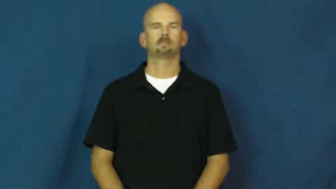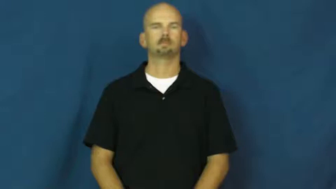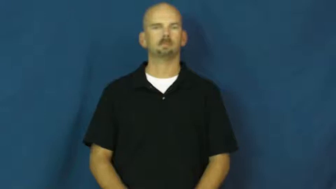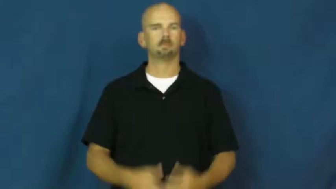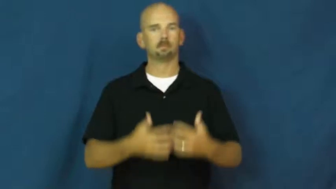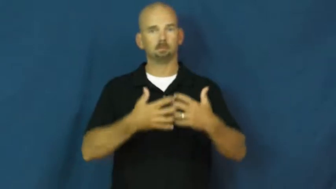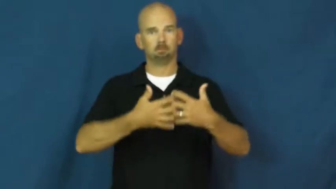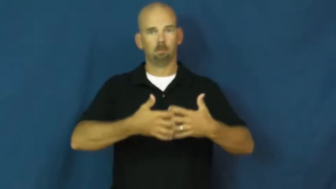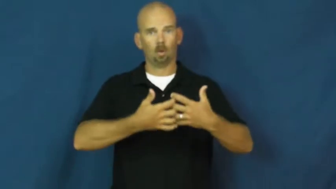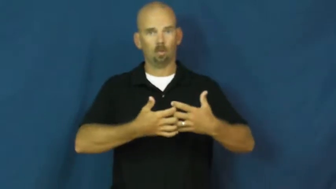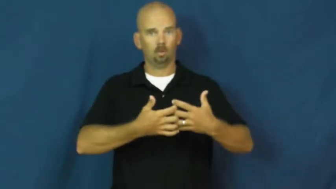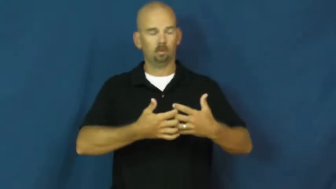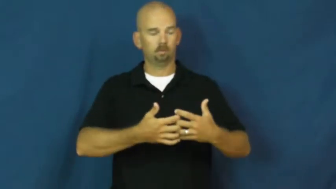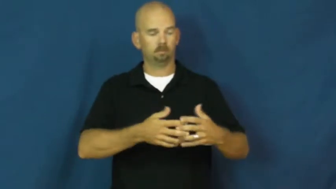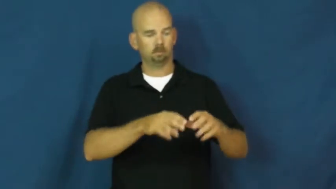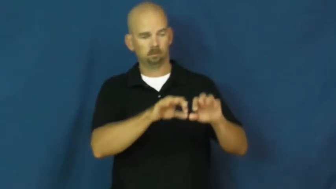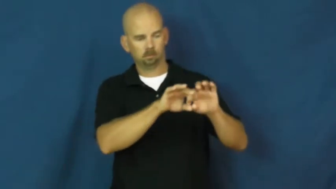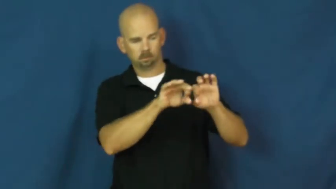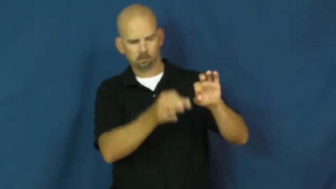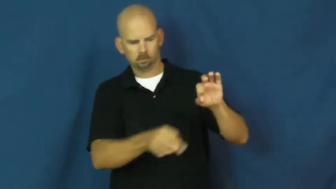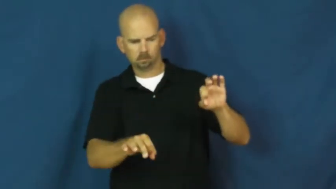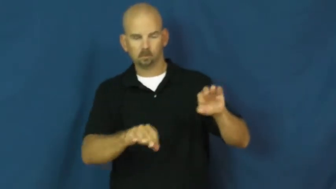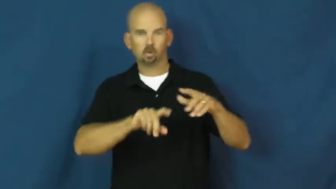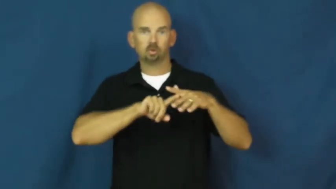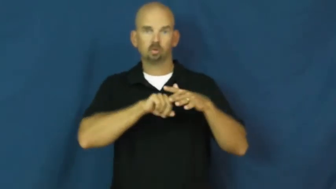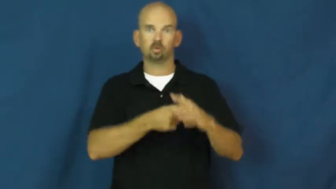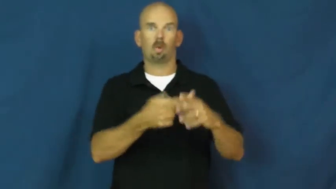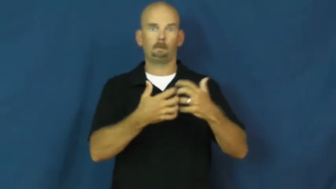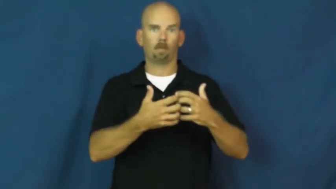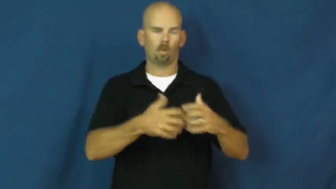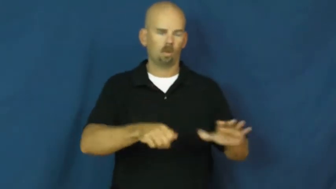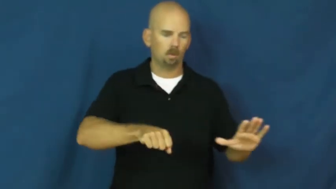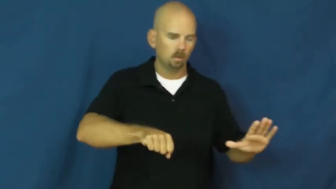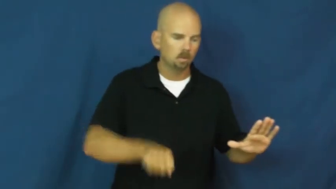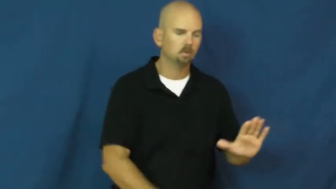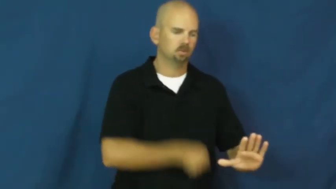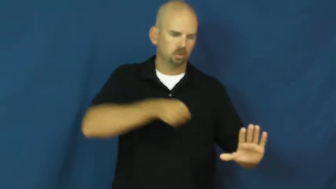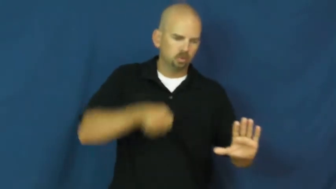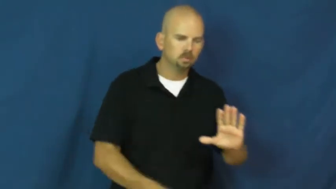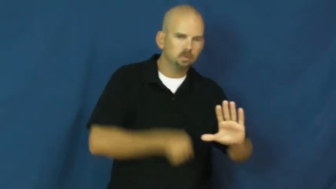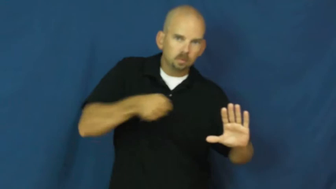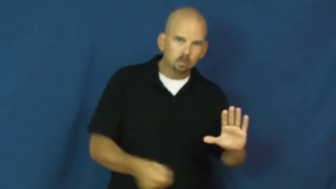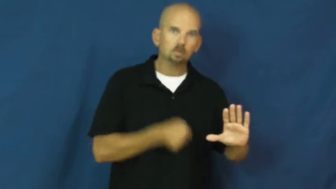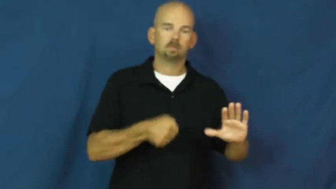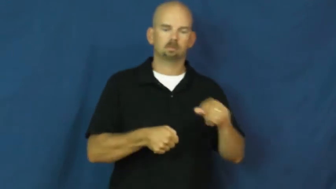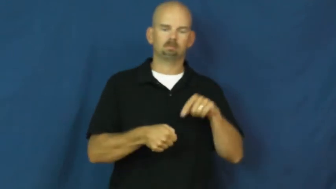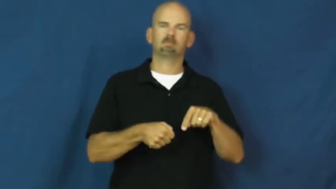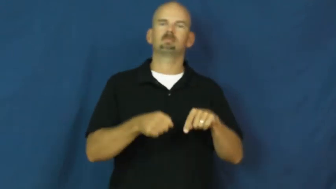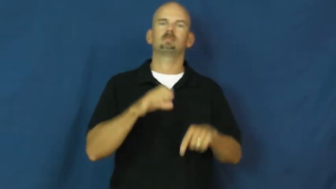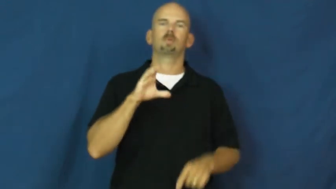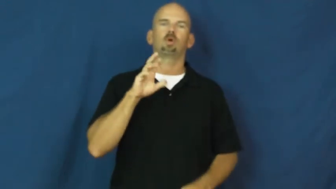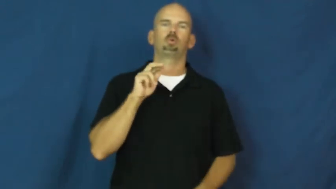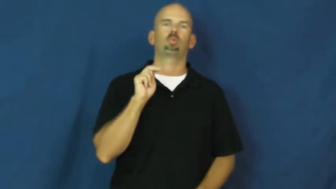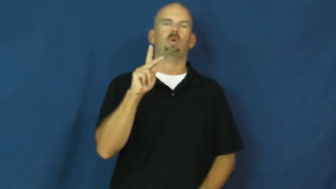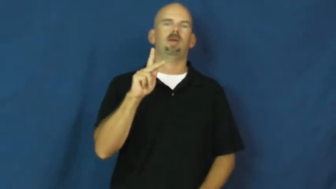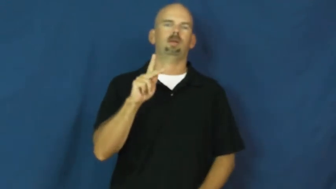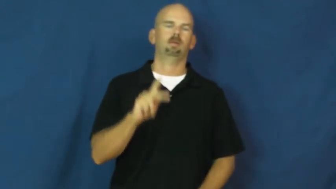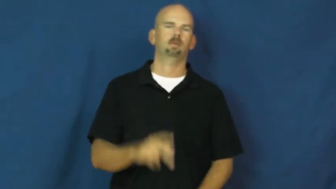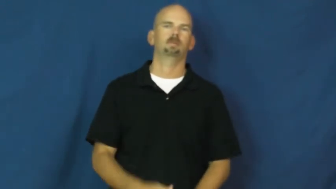crank-machine